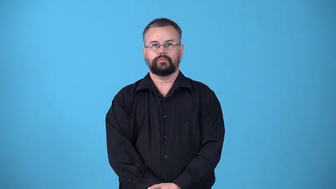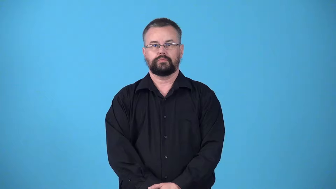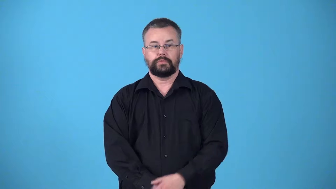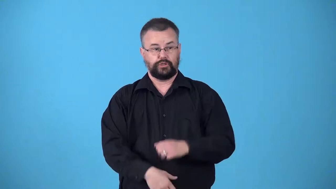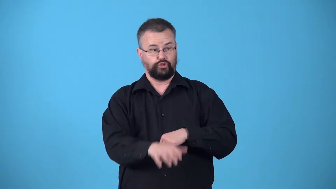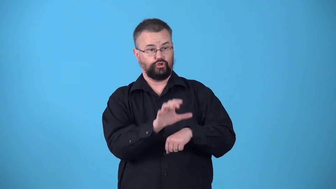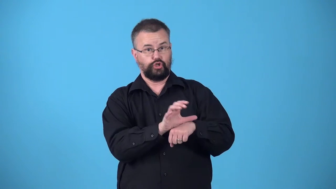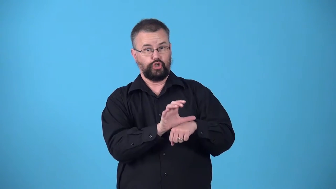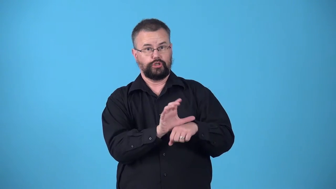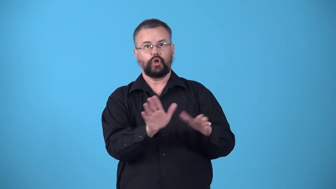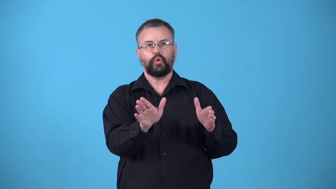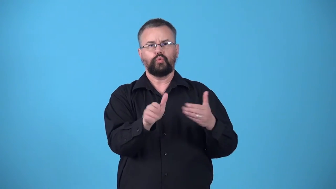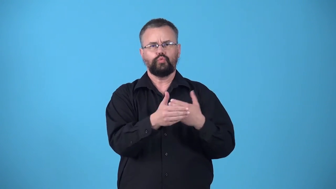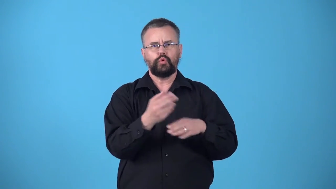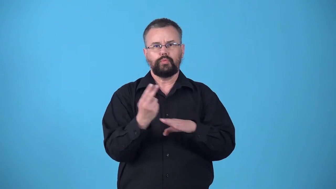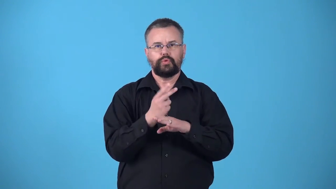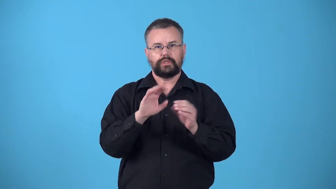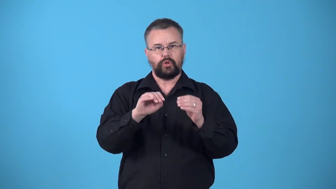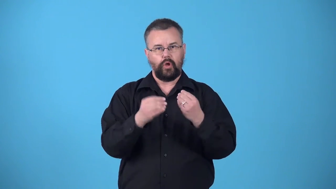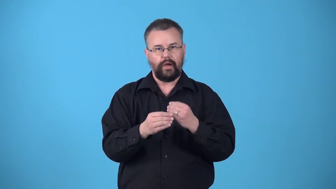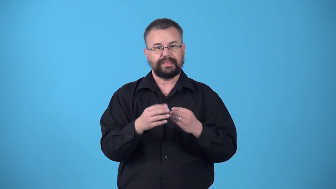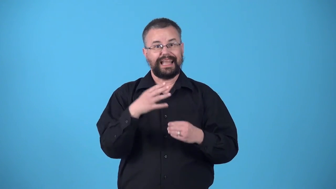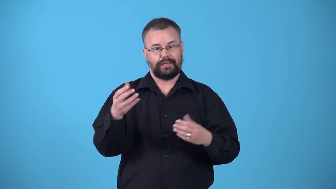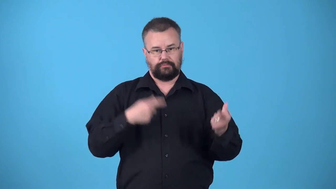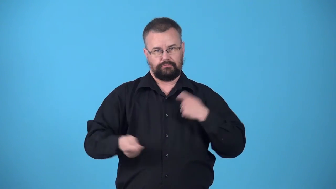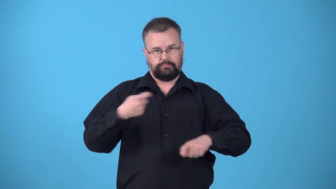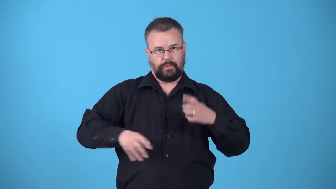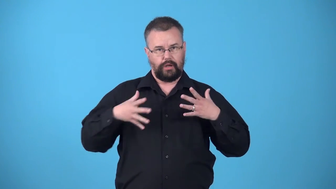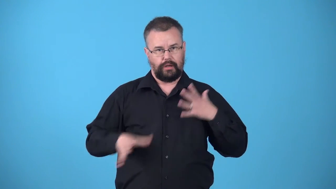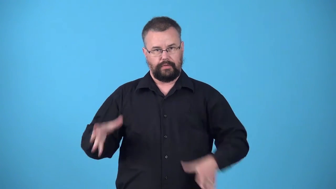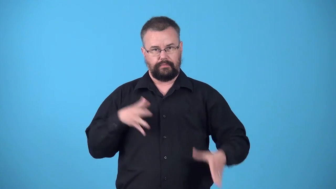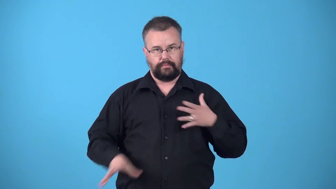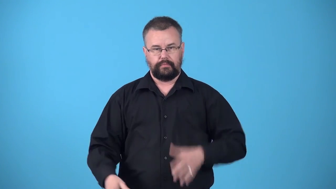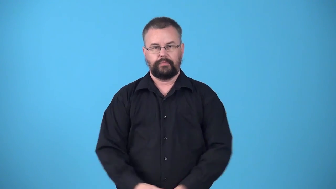vestry-room in church for storing things